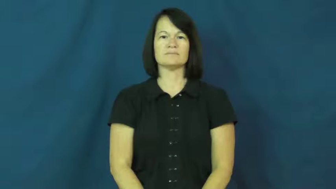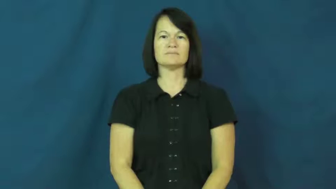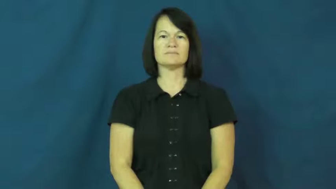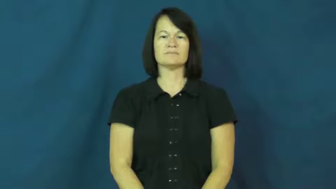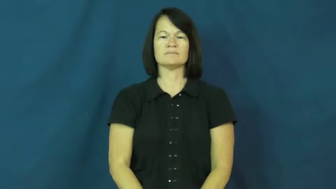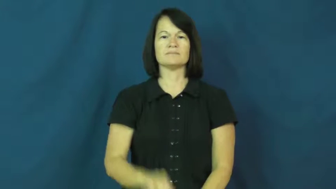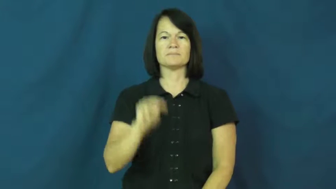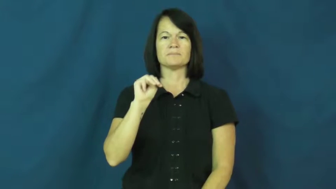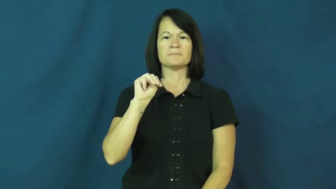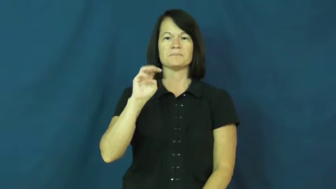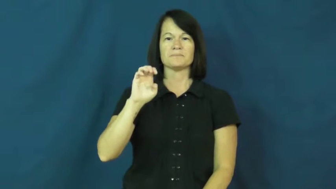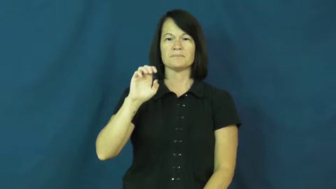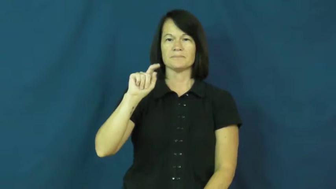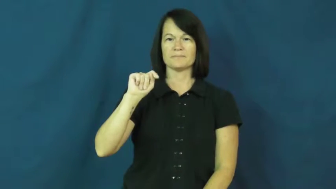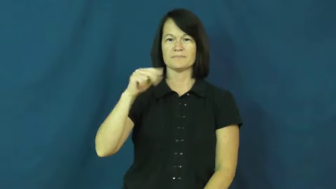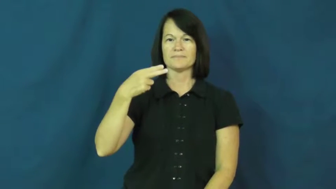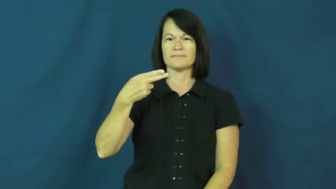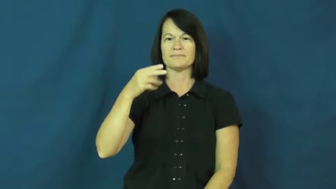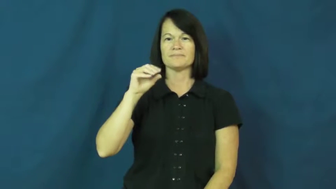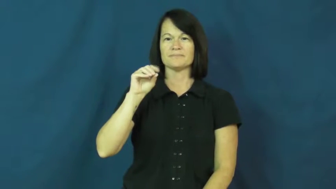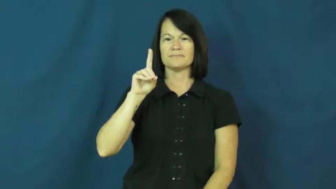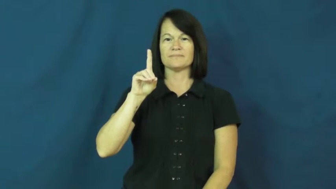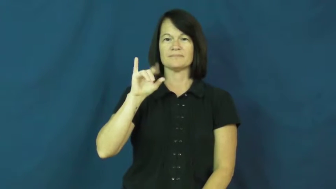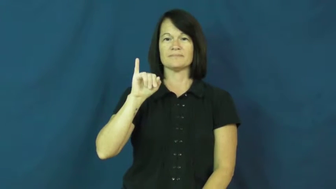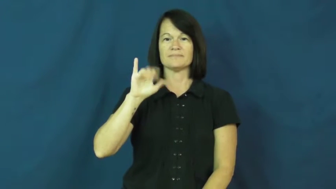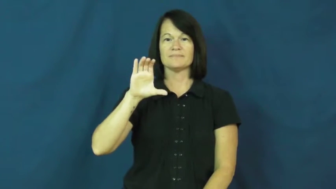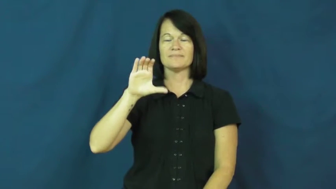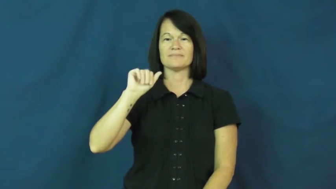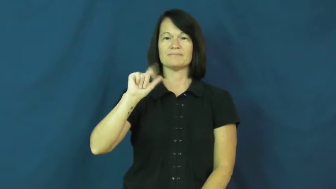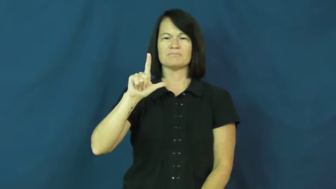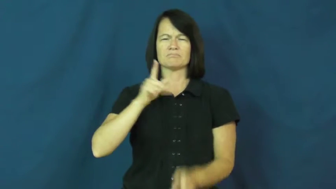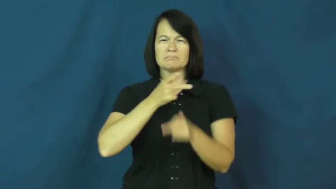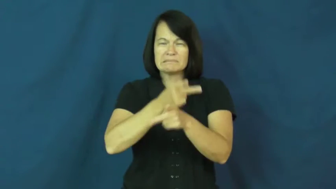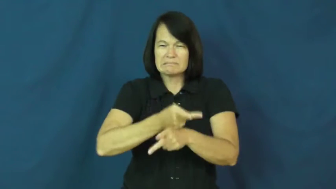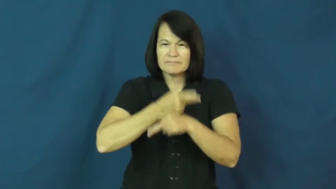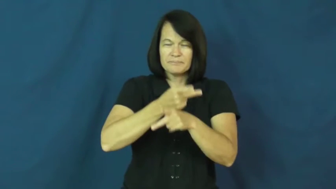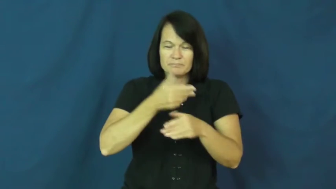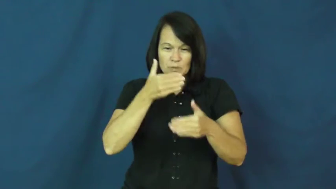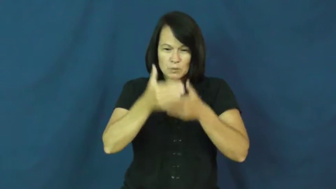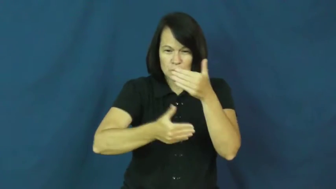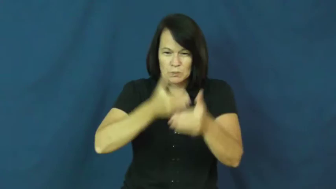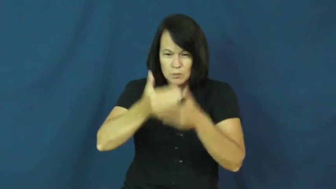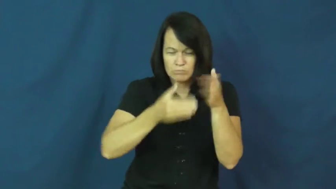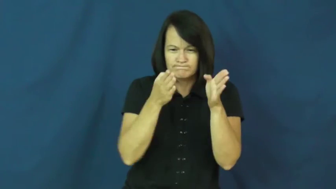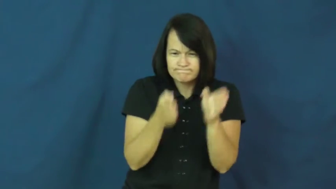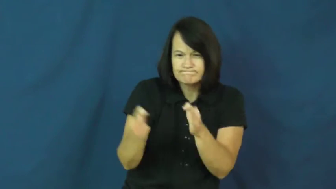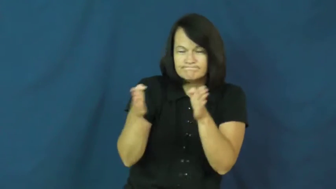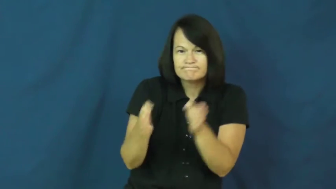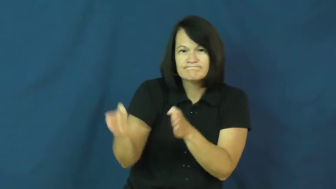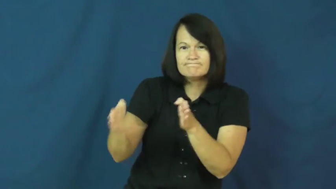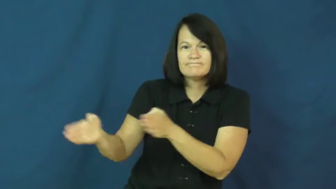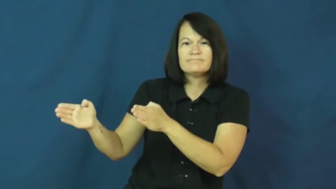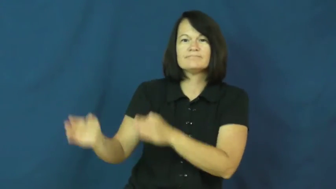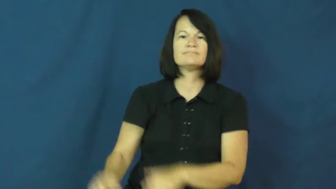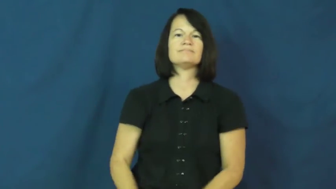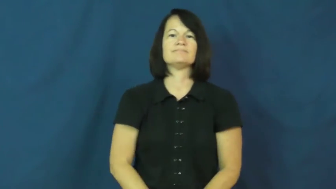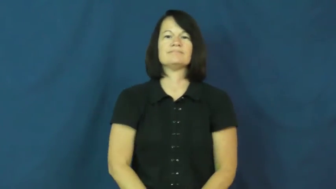methodical